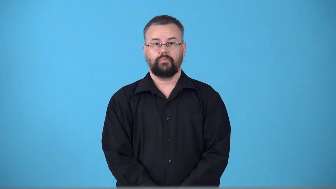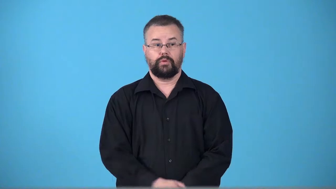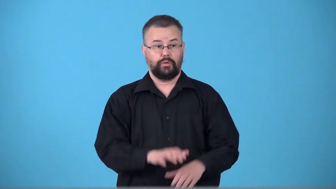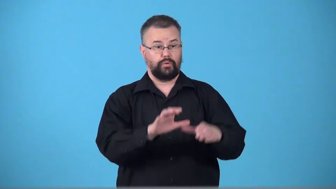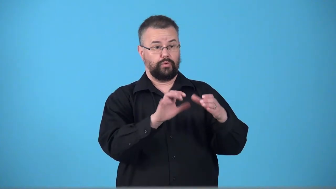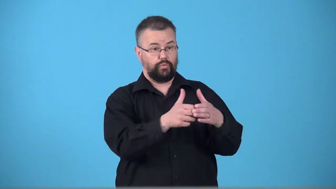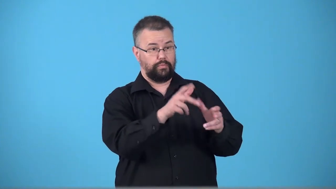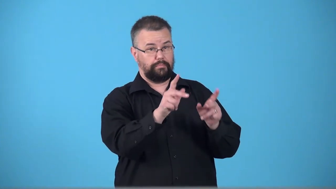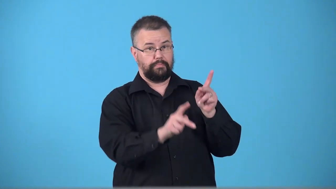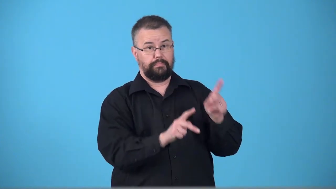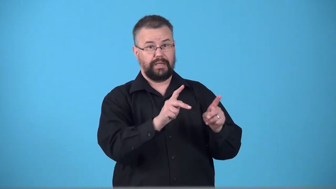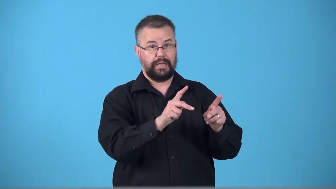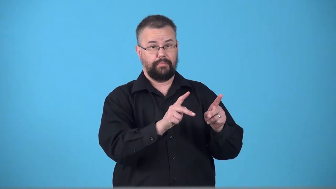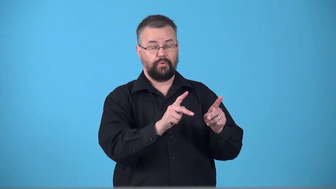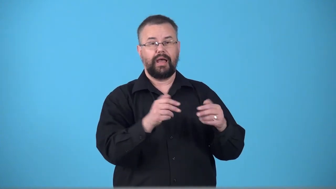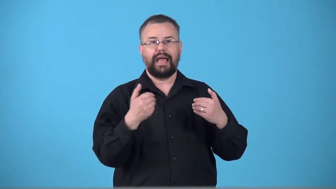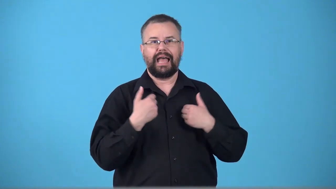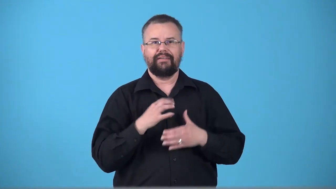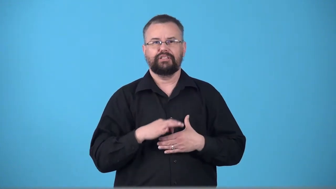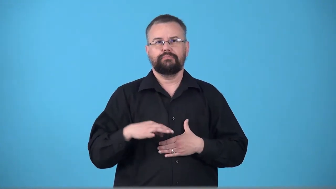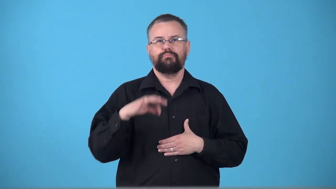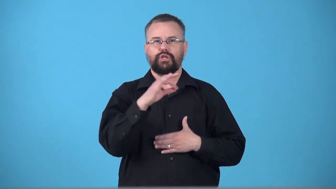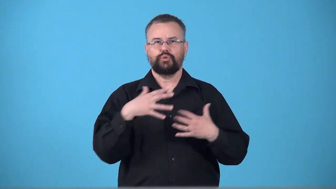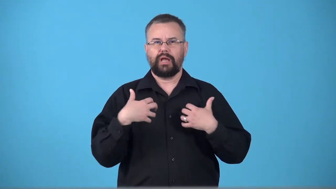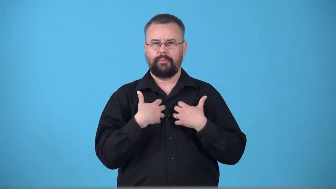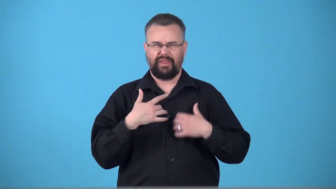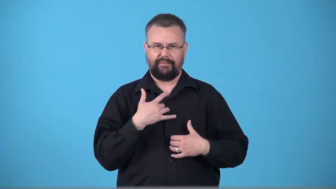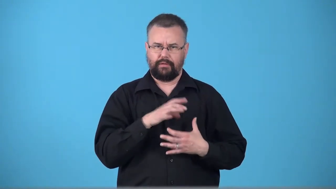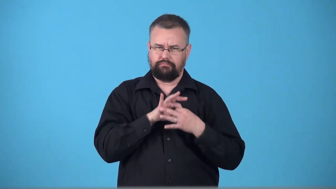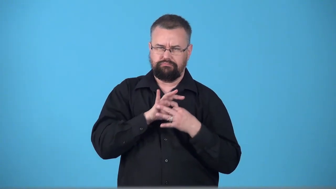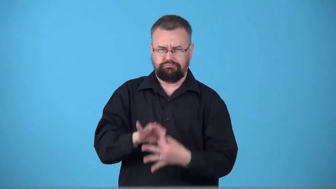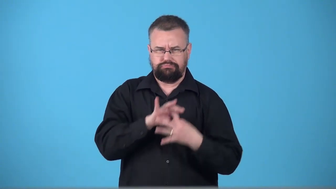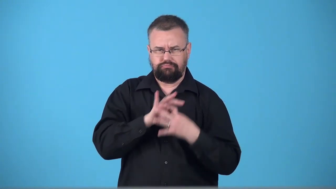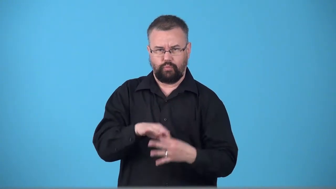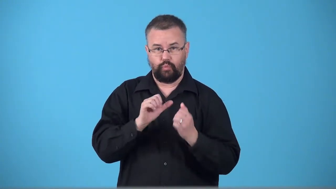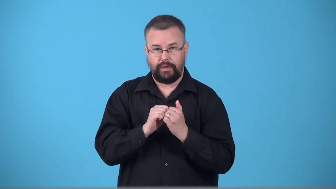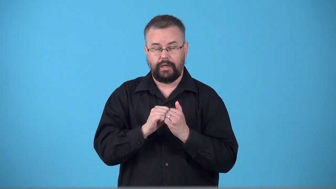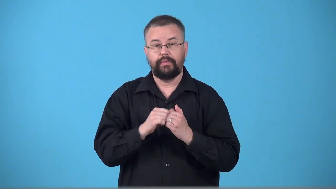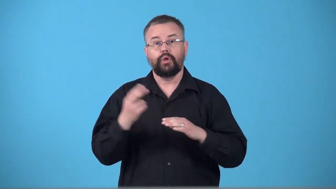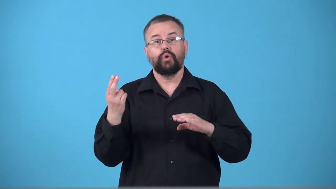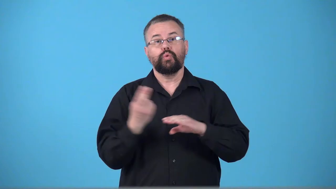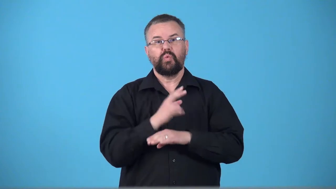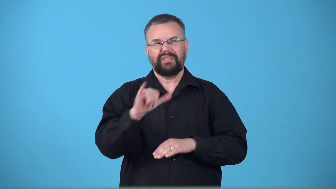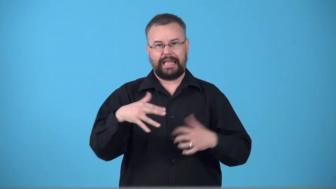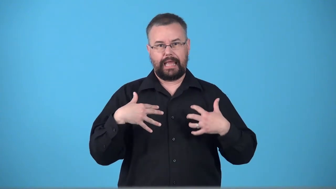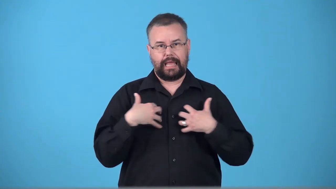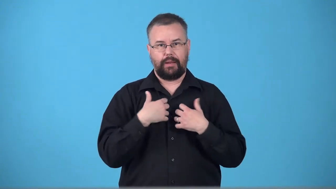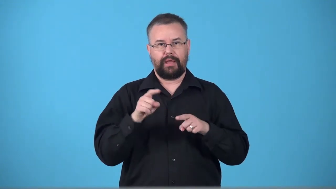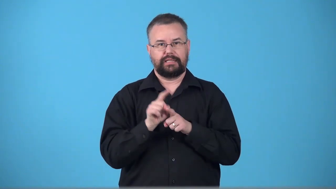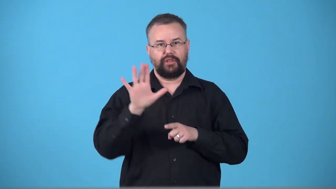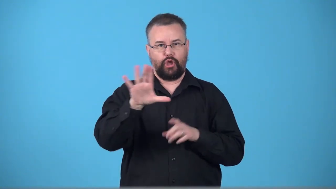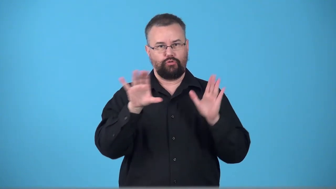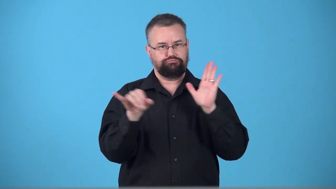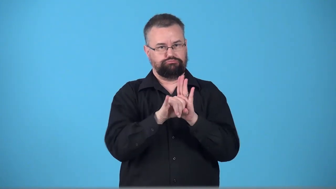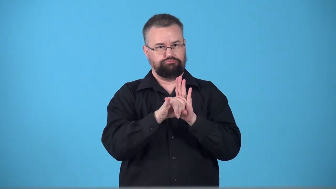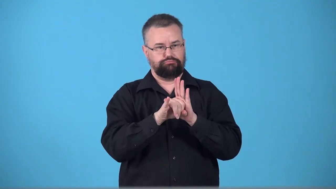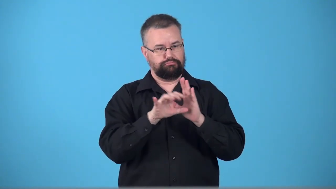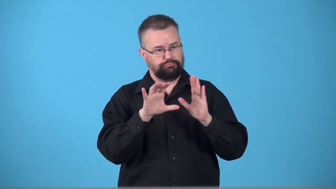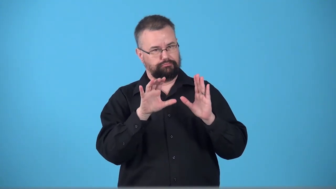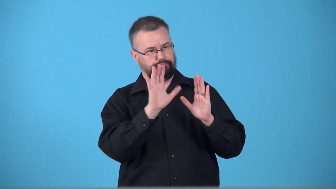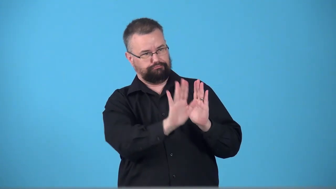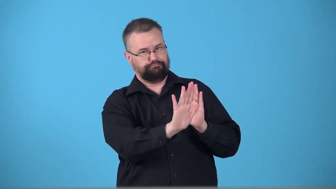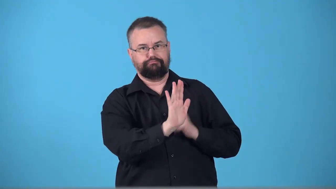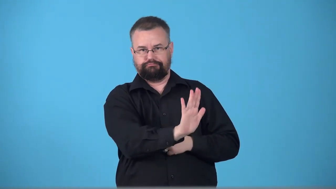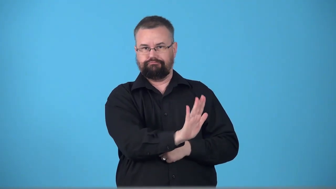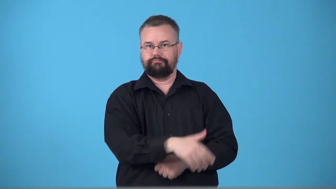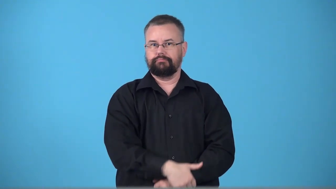totemic